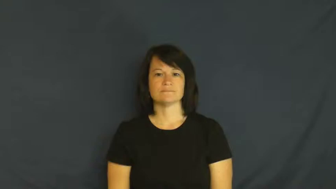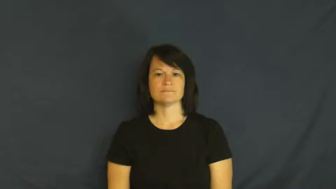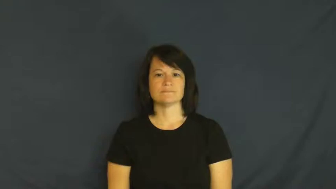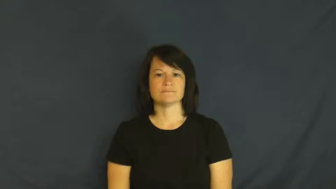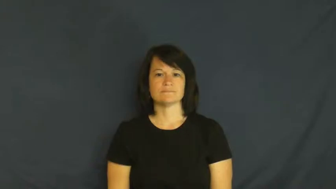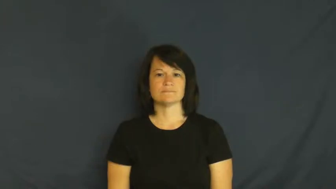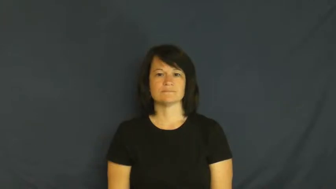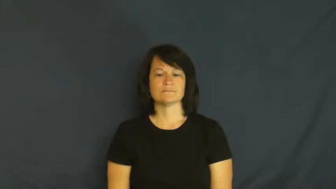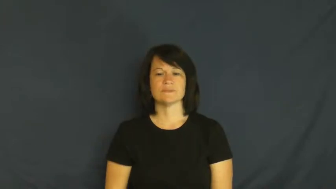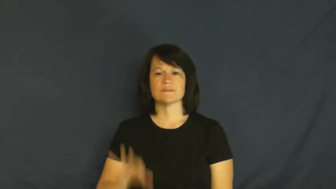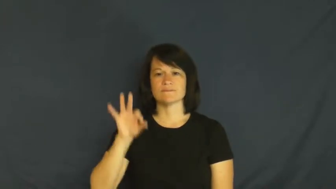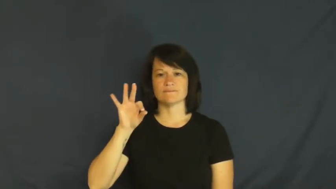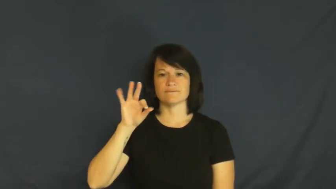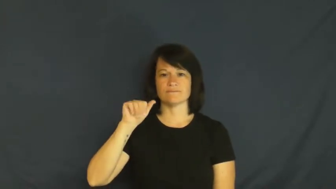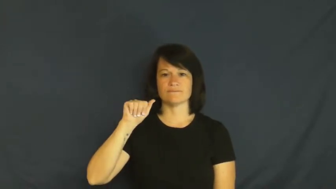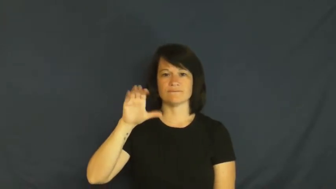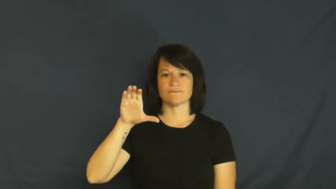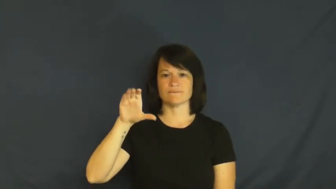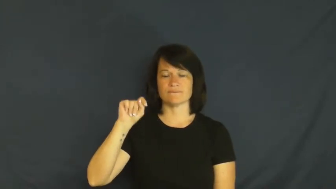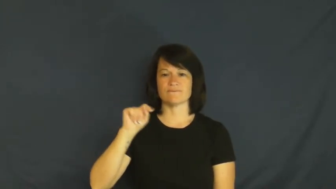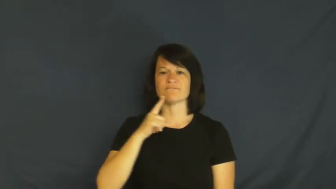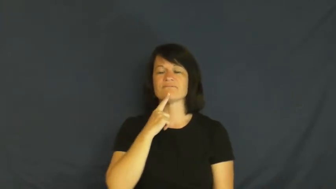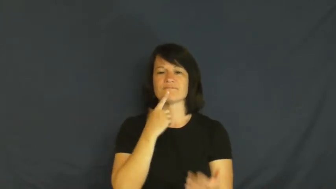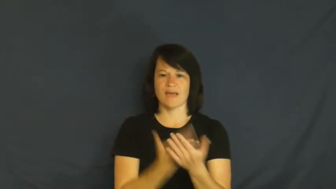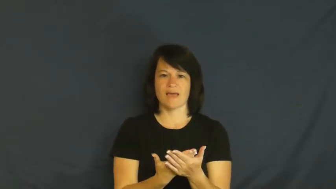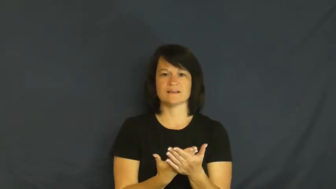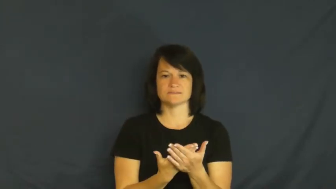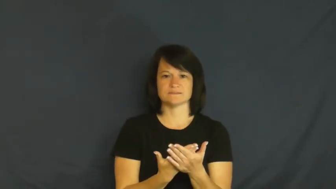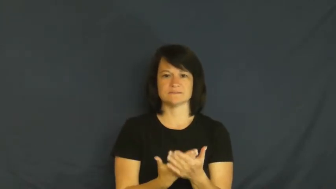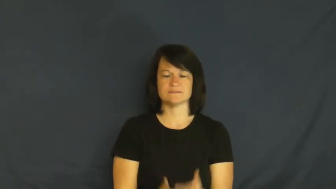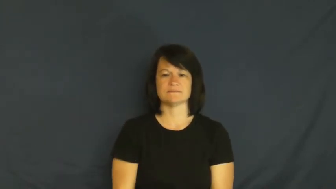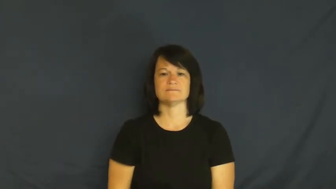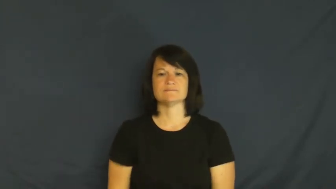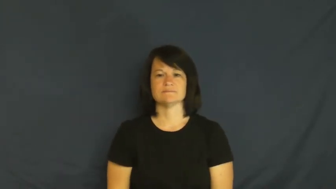fact,given